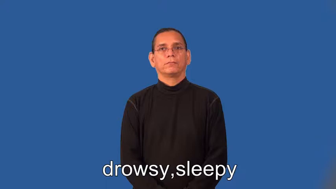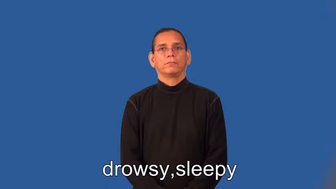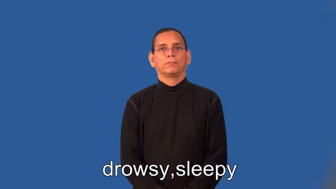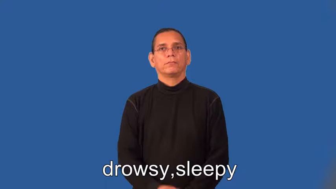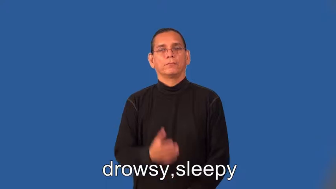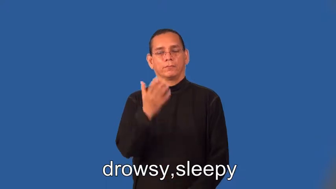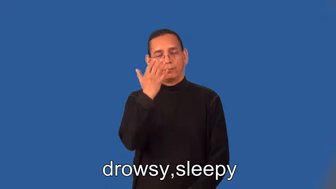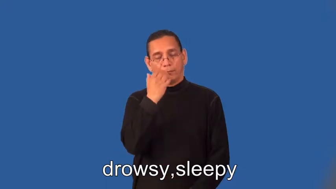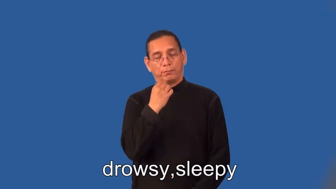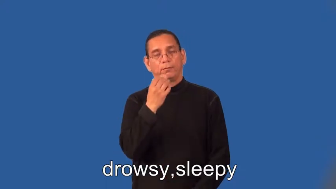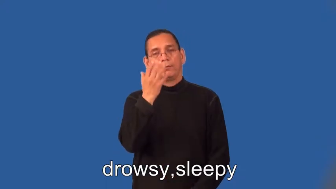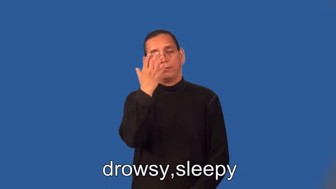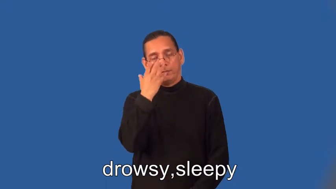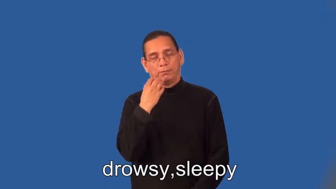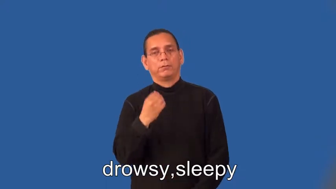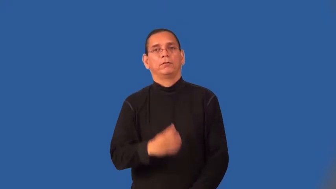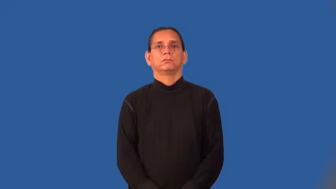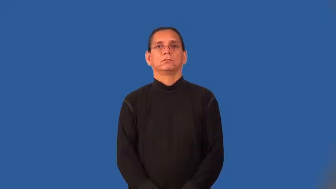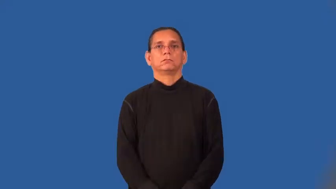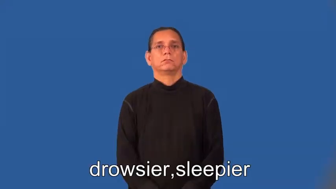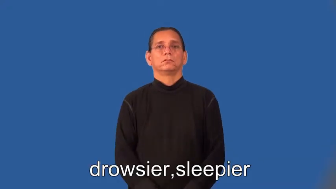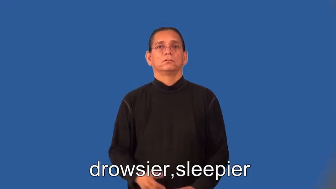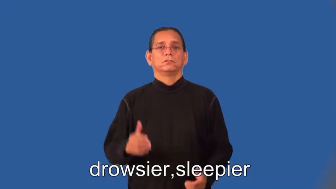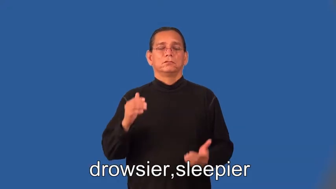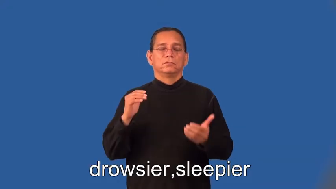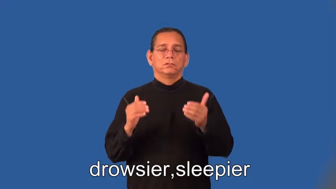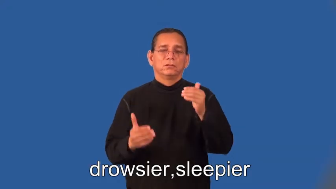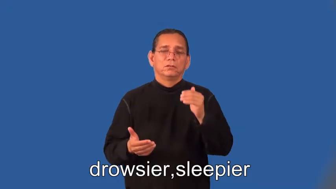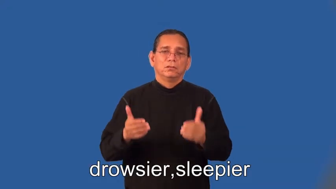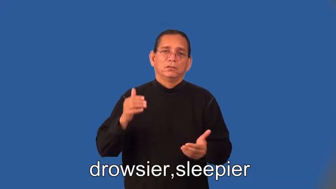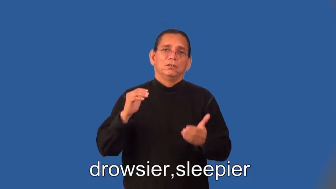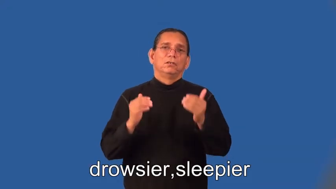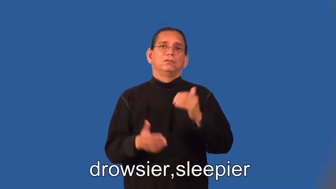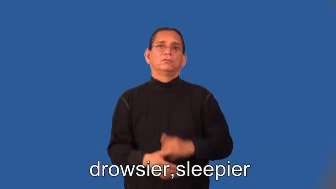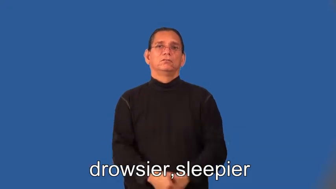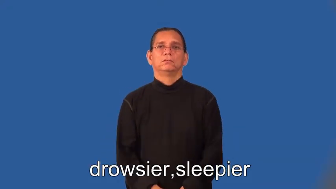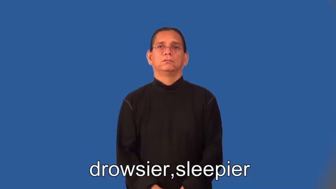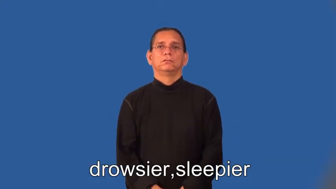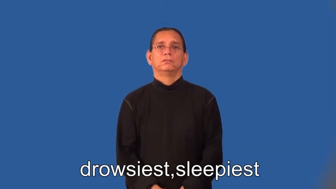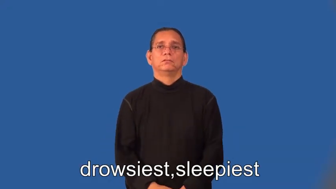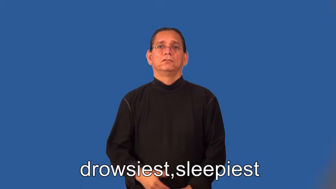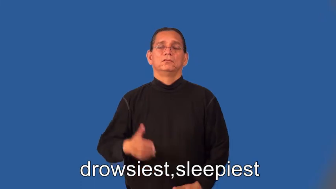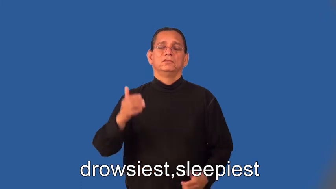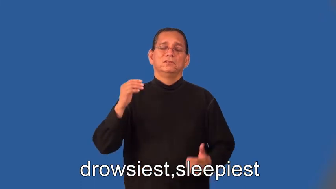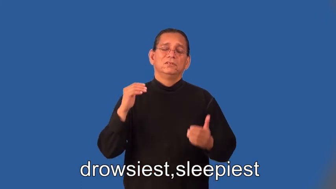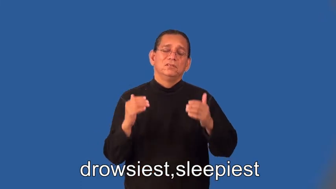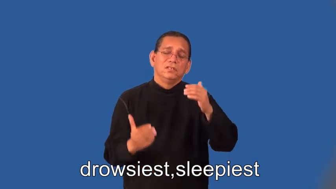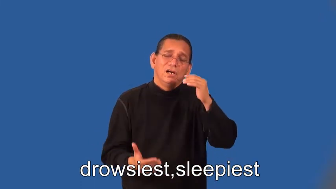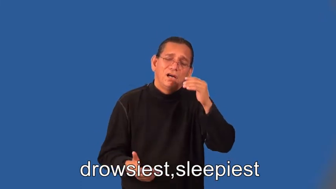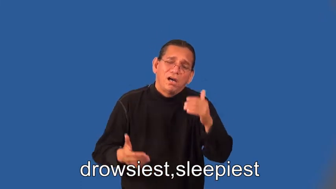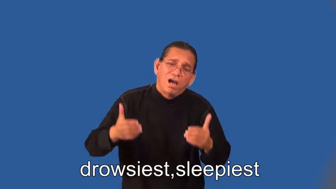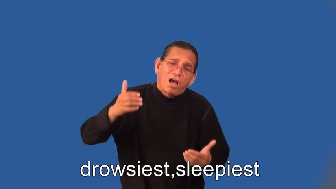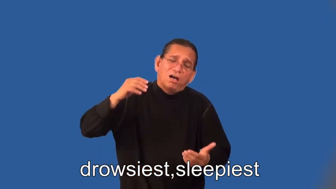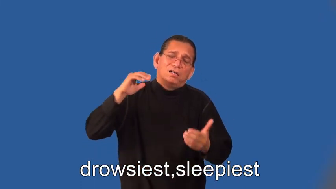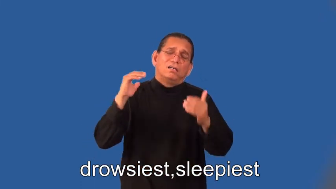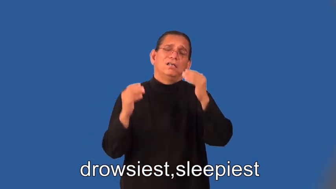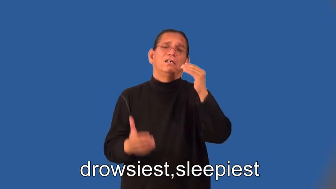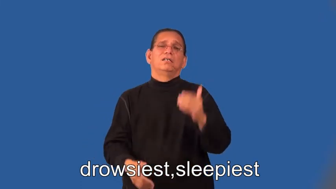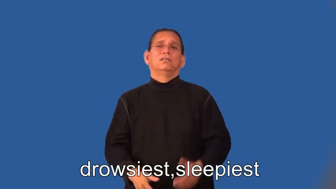drowsier,sleepier,drowsiest,sleepiest